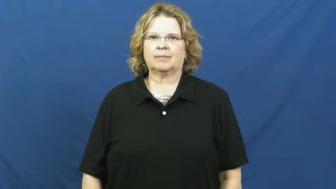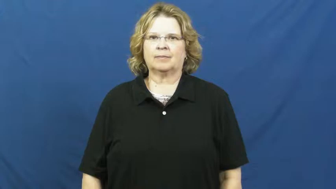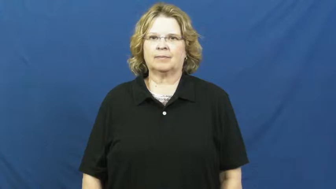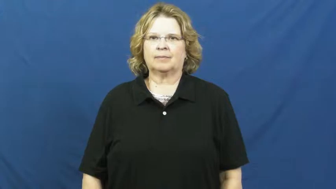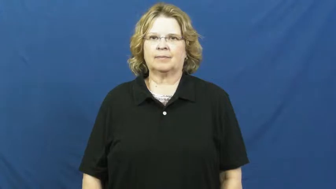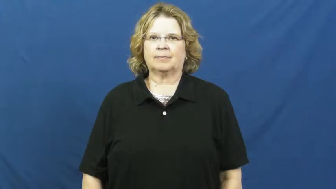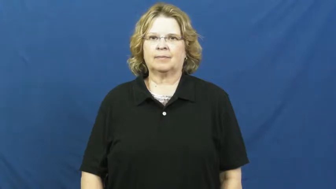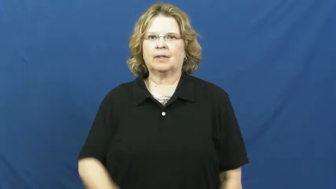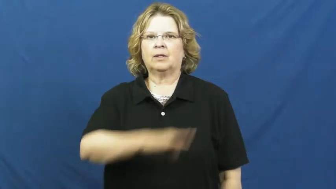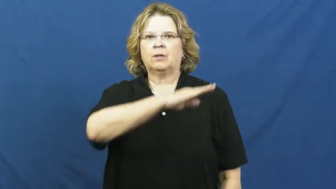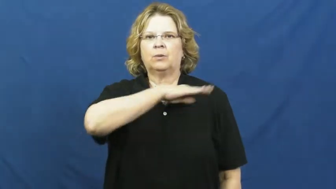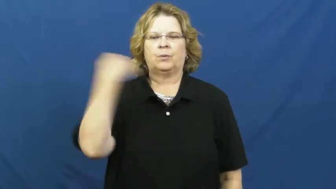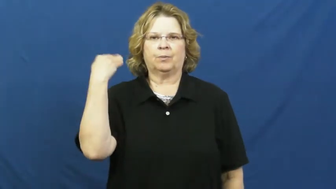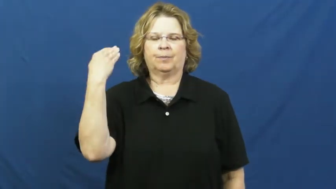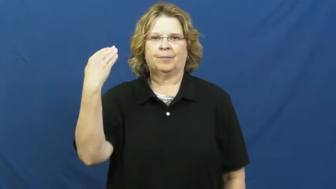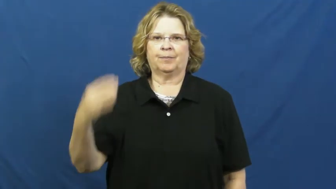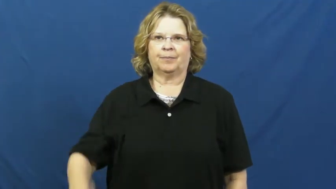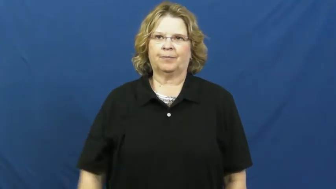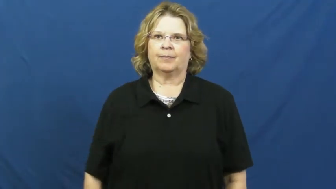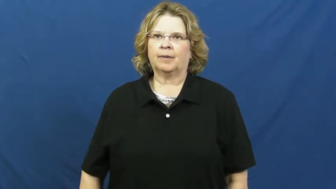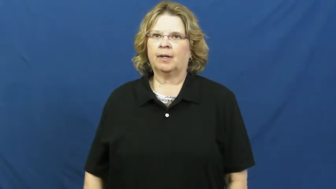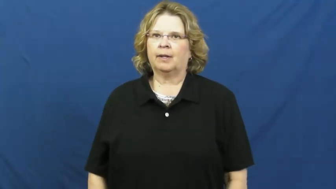decapitate,behead